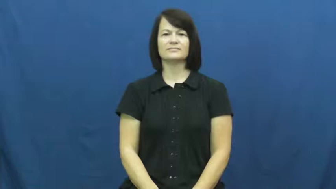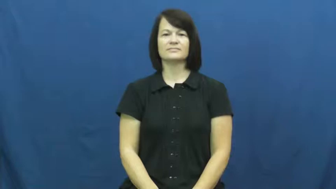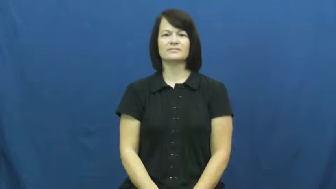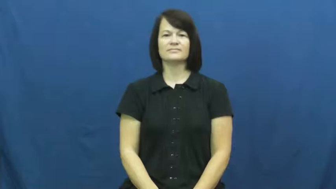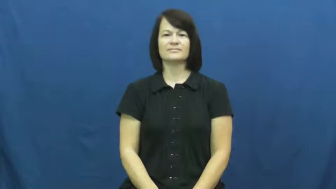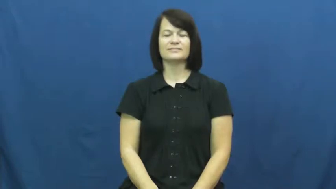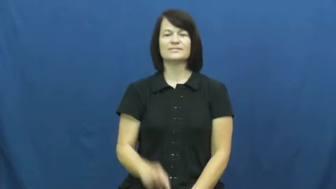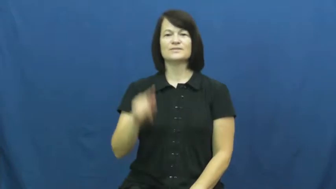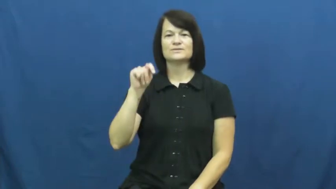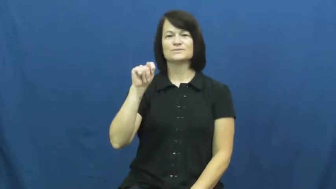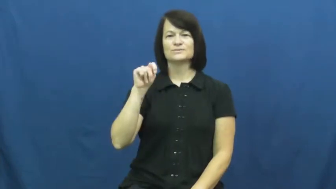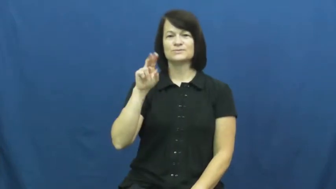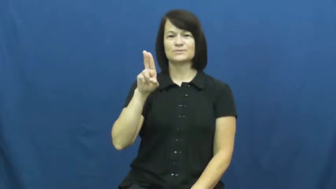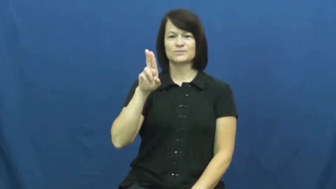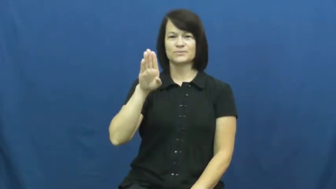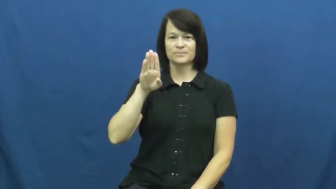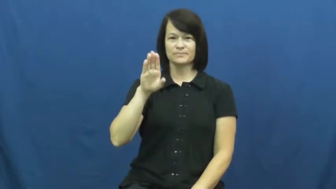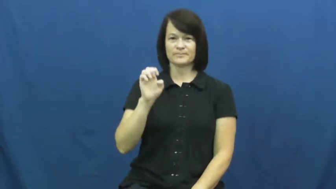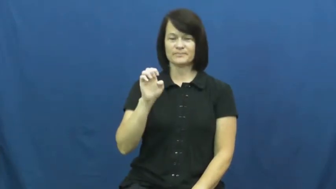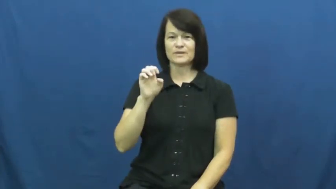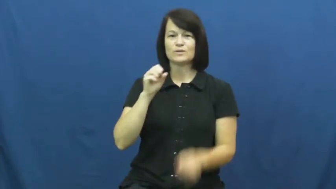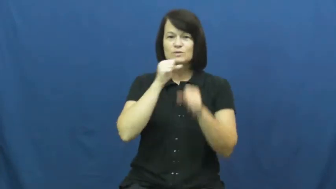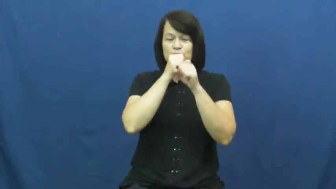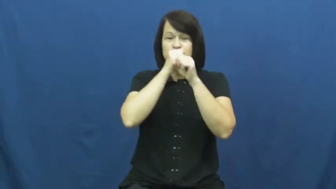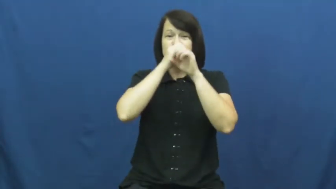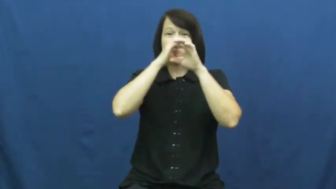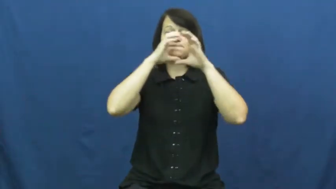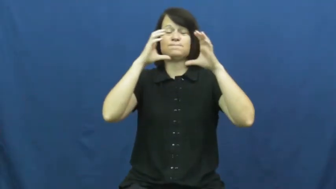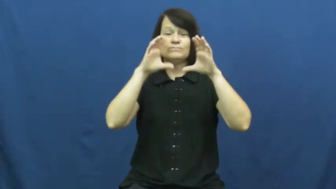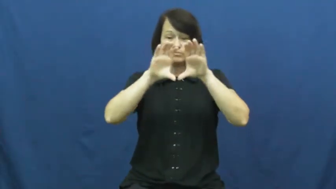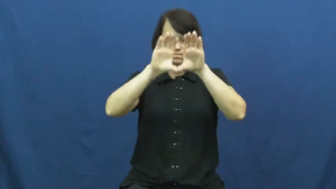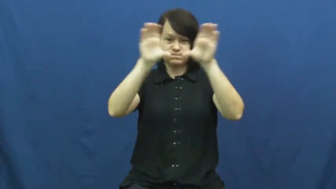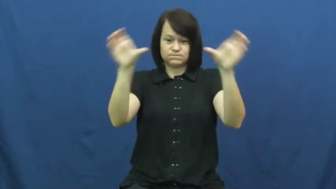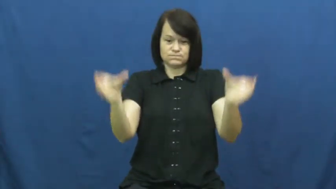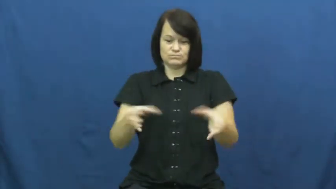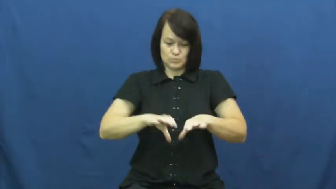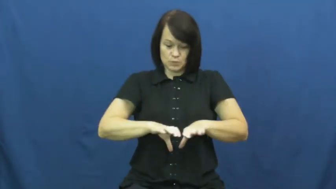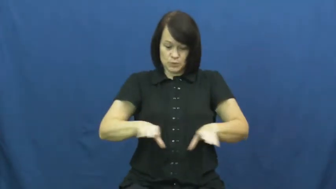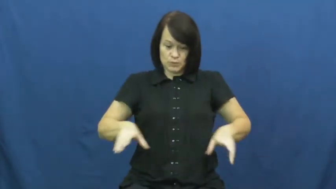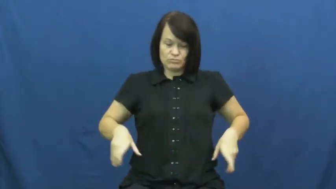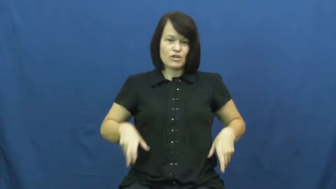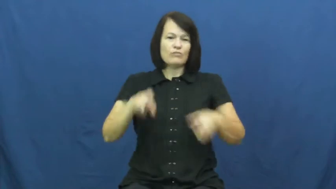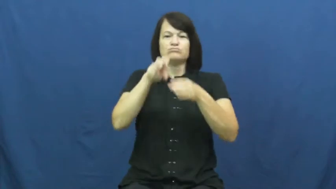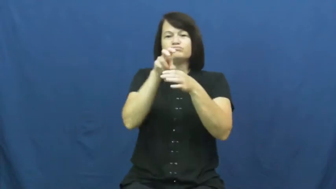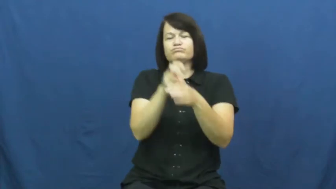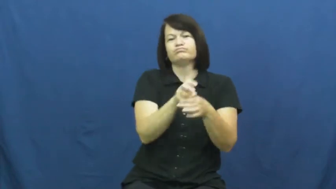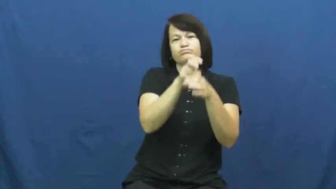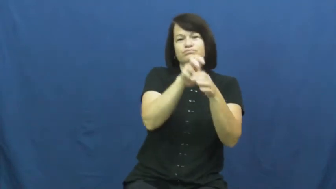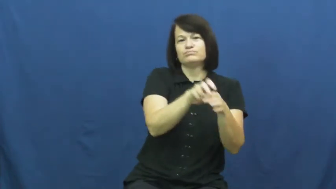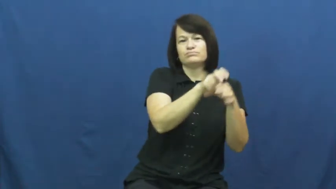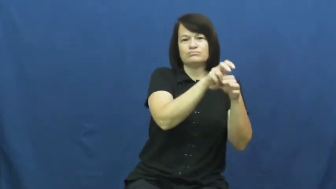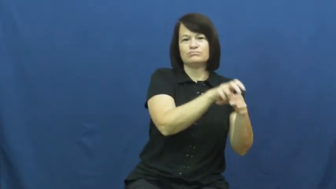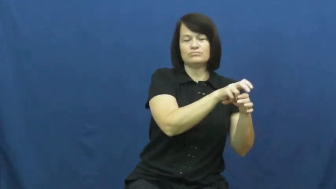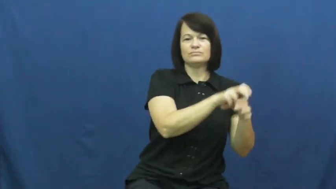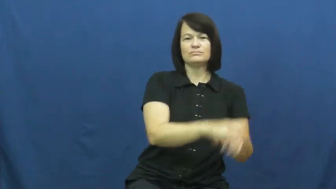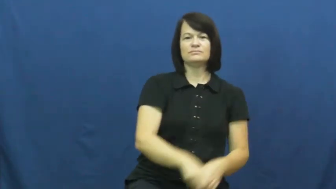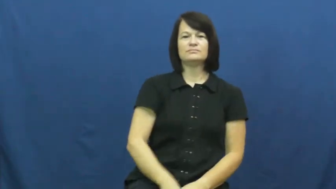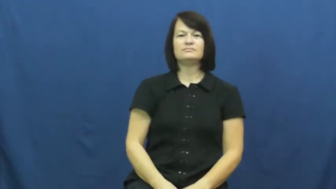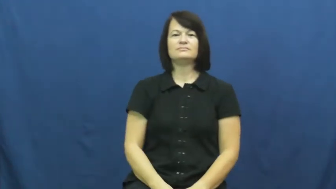tube-swimming